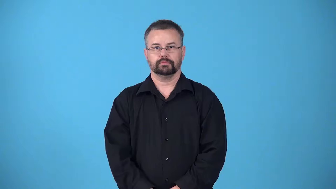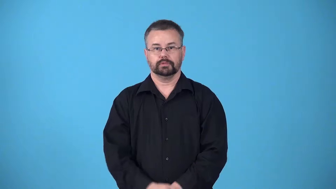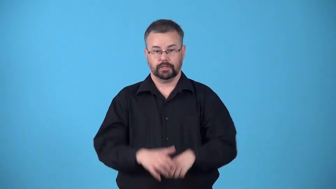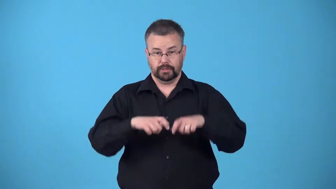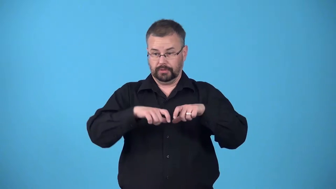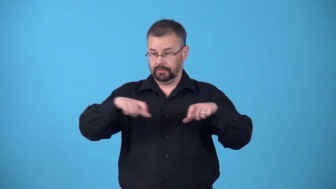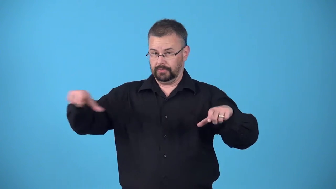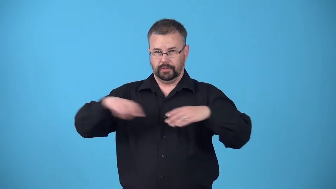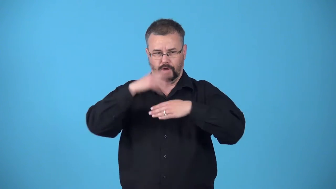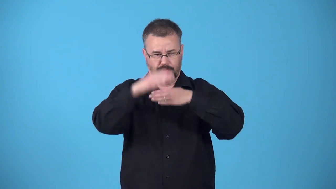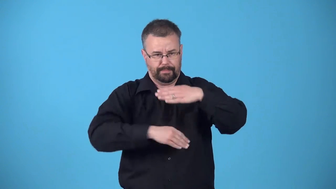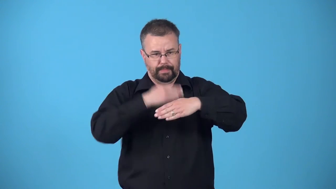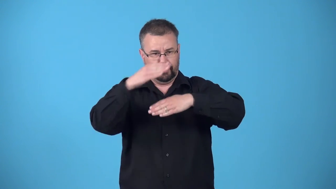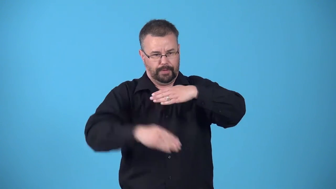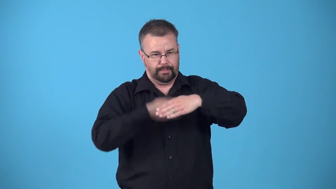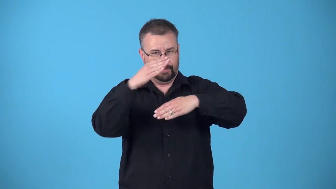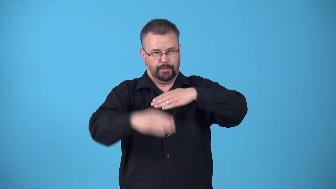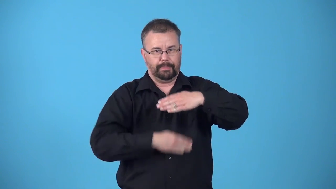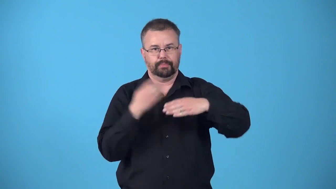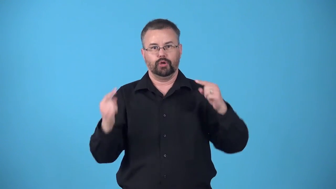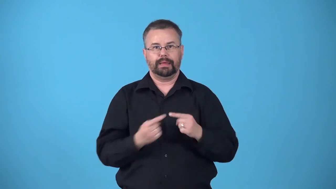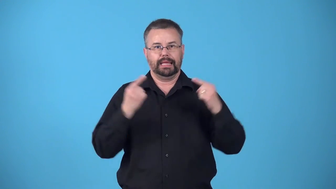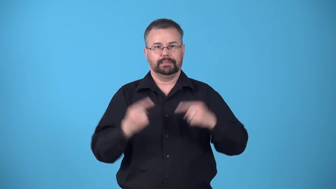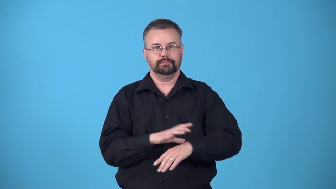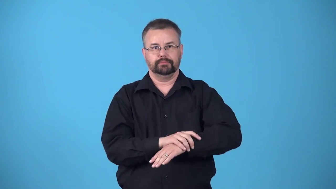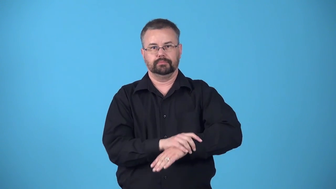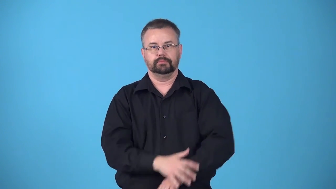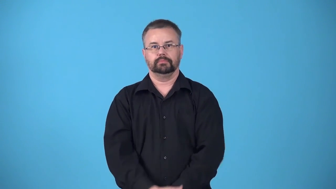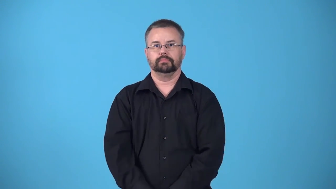bandage-wrap bandage around